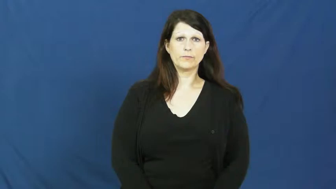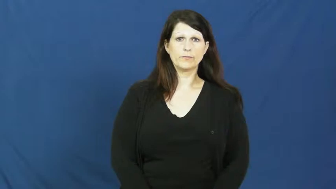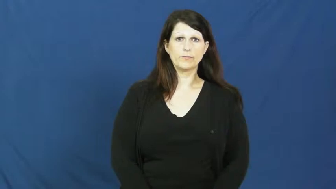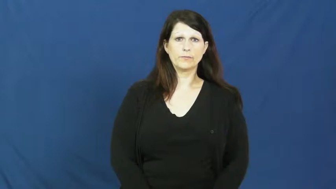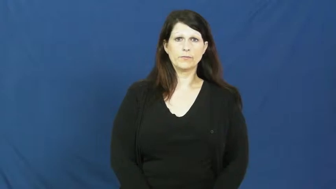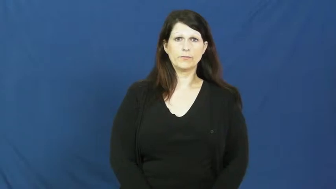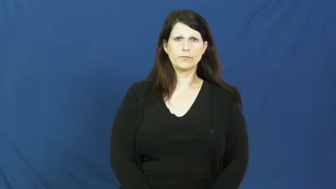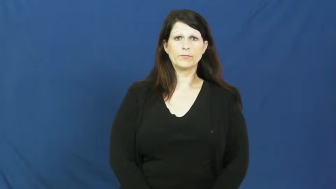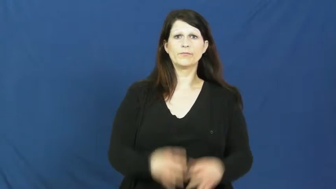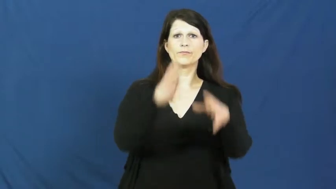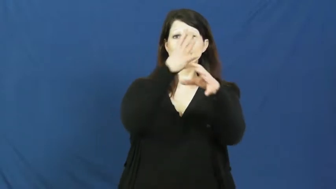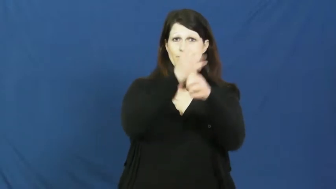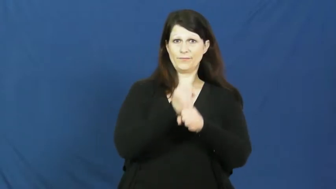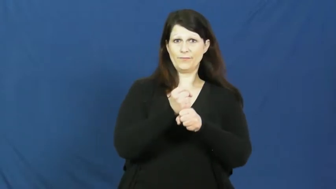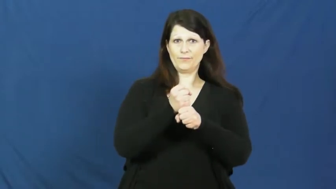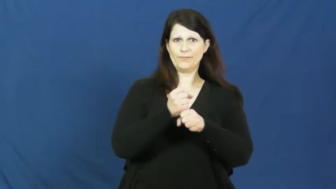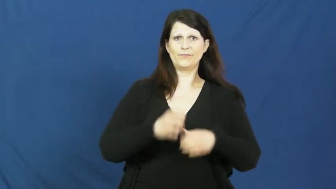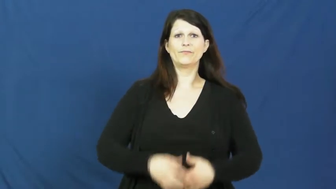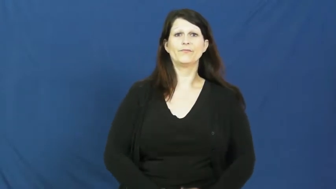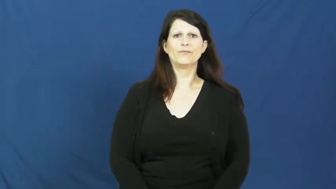fetch